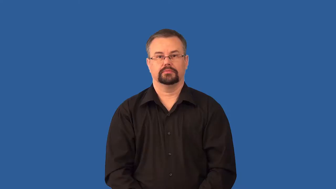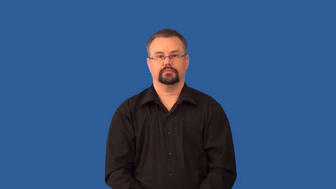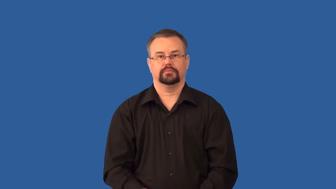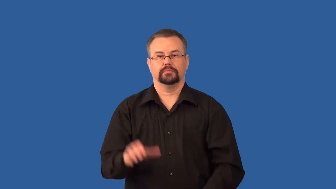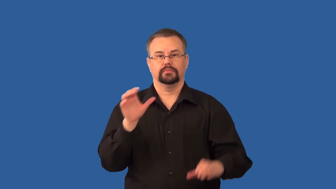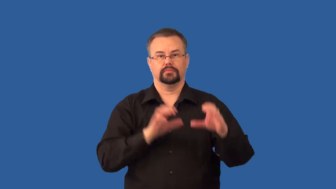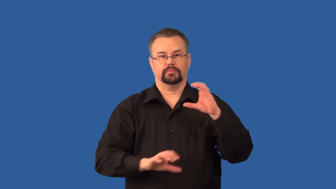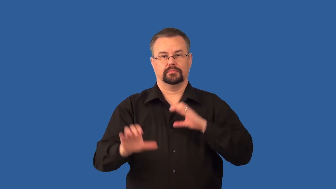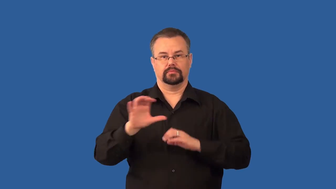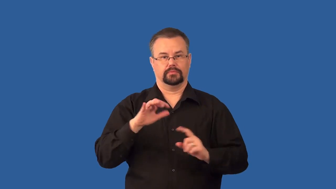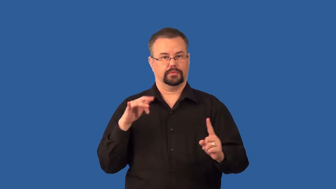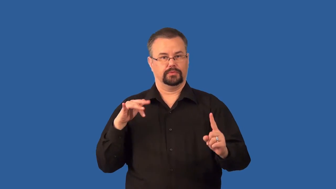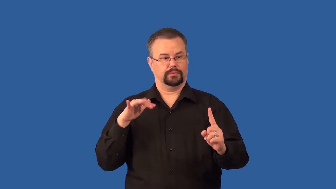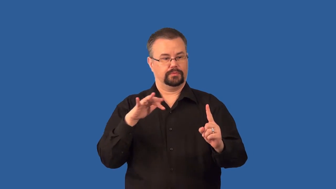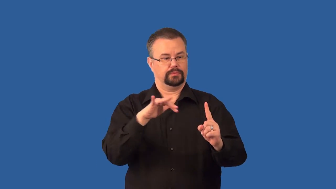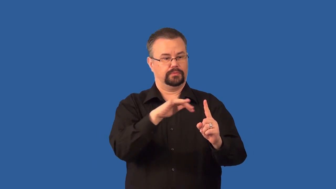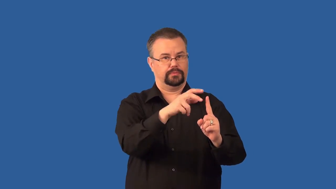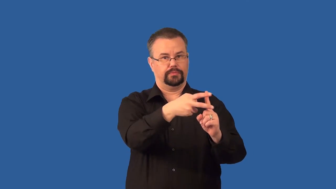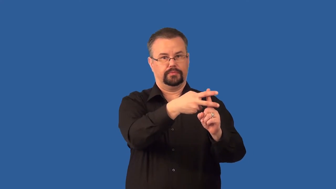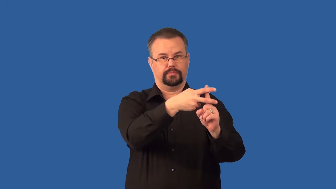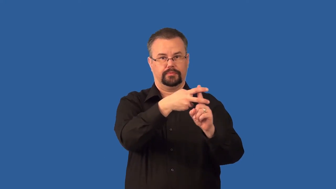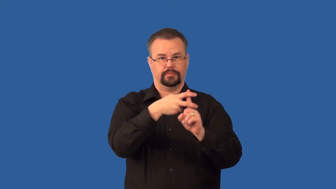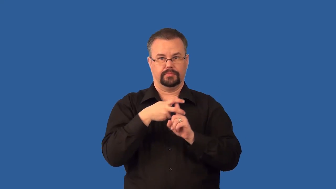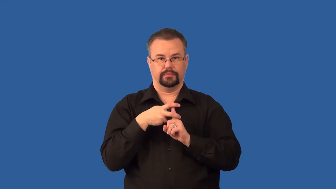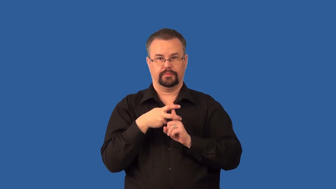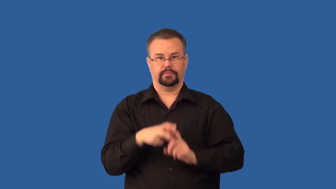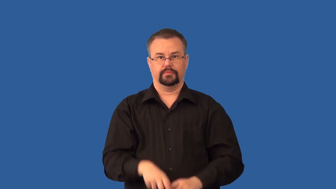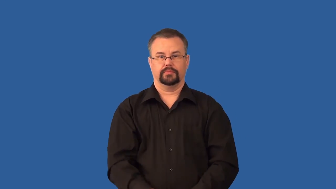pheromone